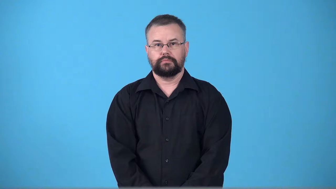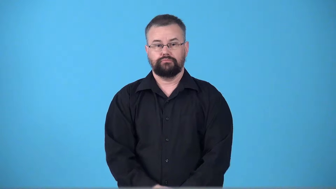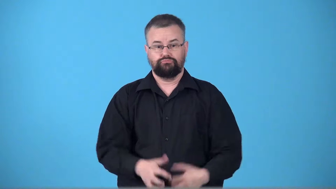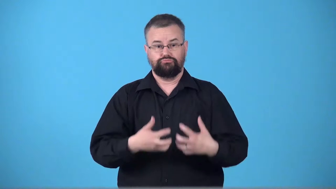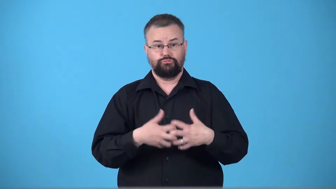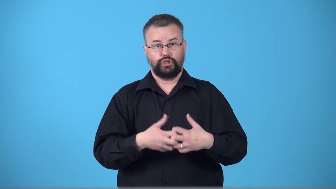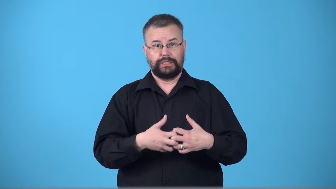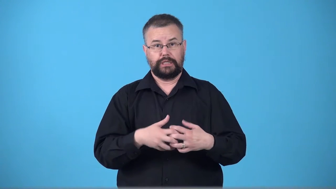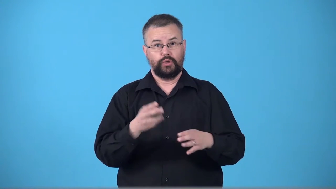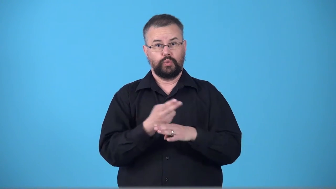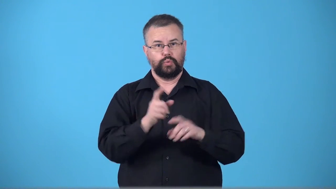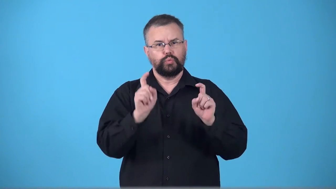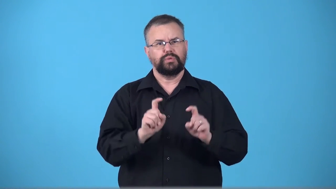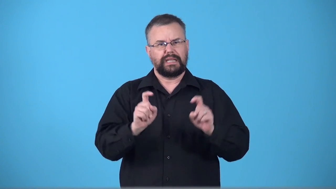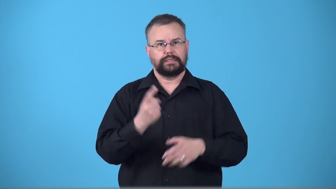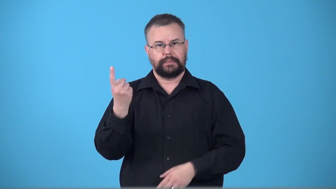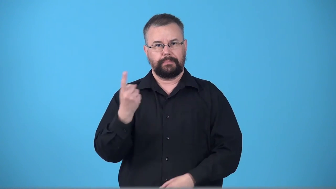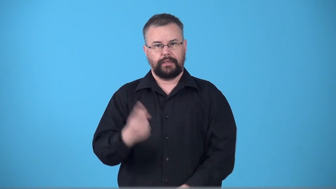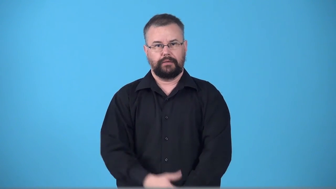tester-device